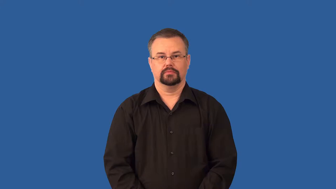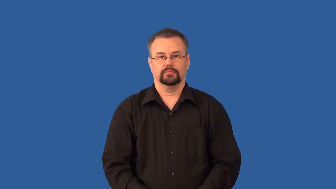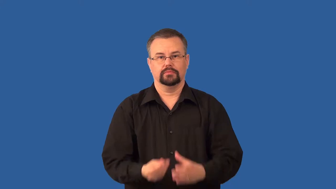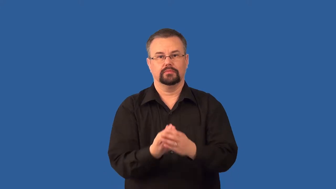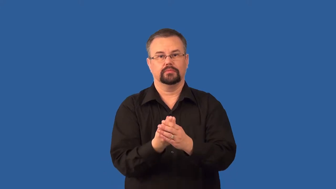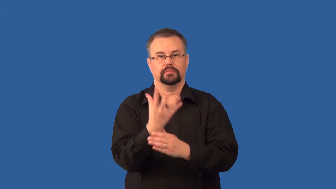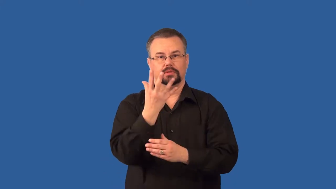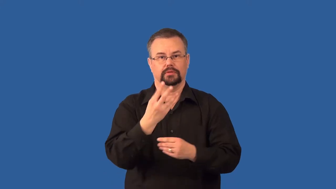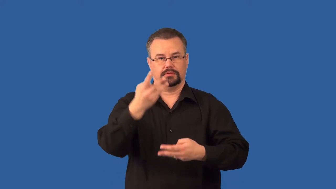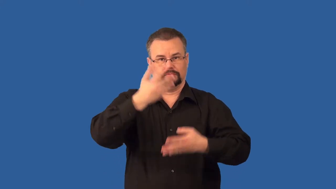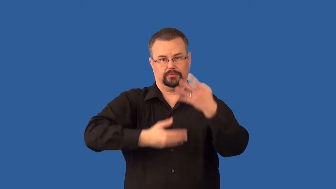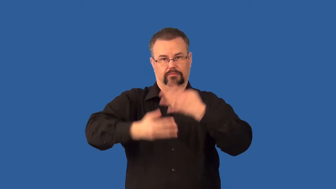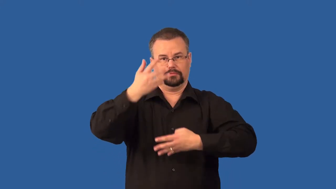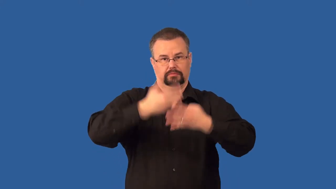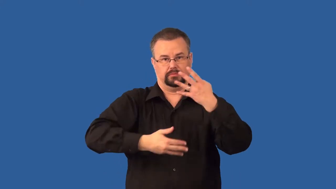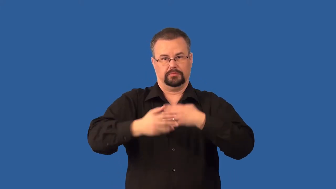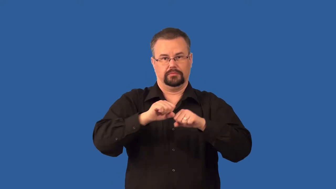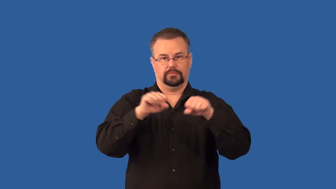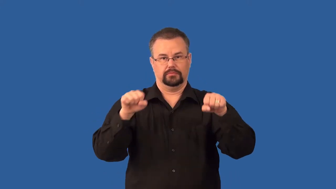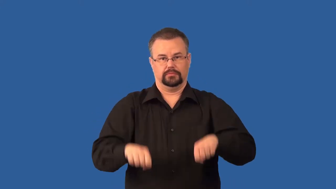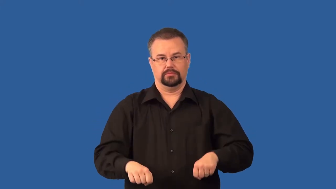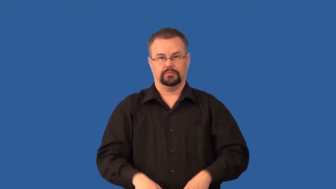vascular-plant